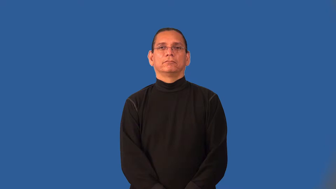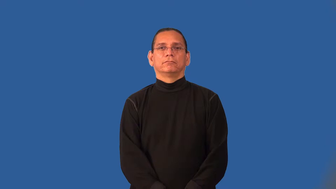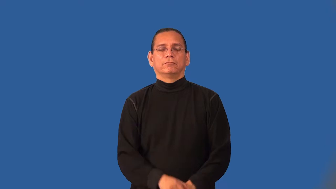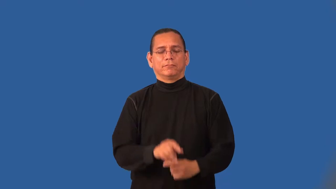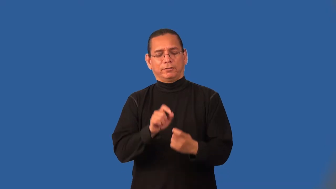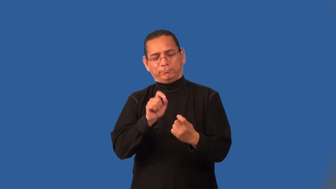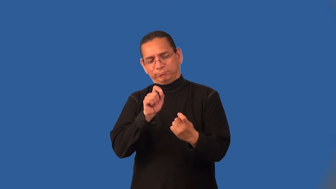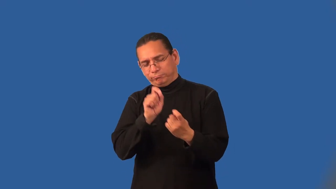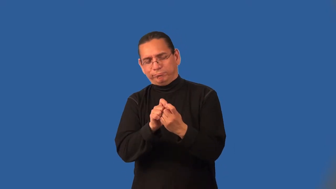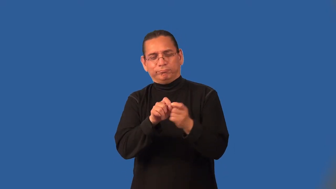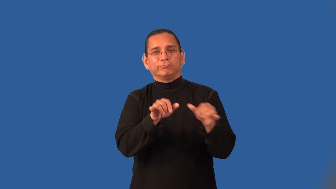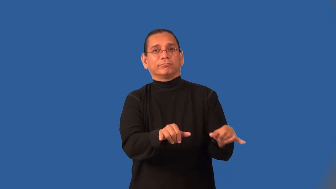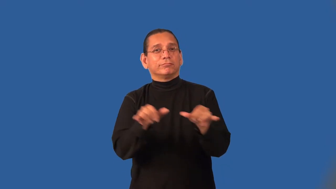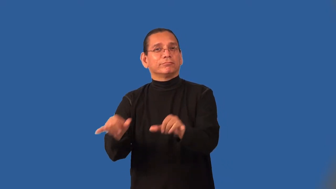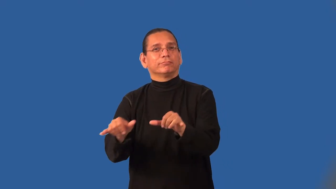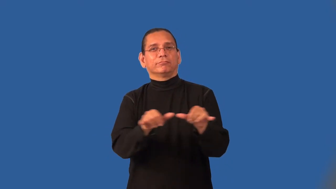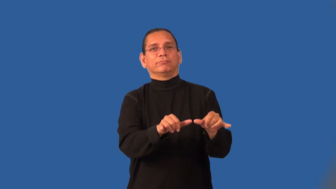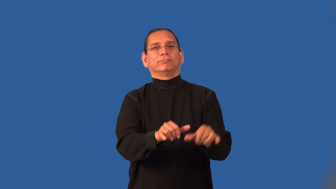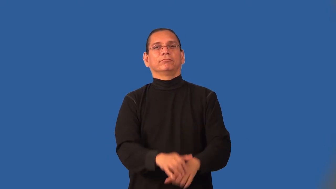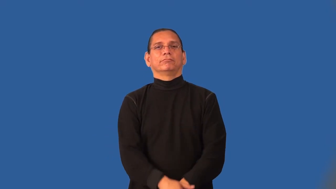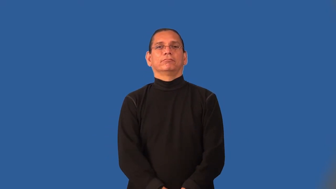identical,coterminous,interchangeable,mirror,selfsame,clone